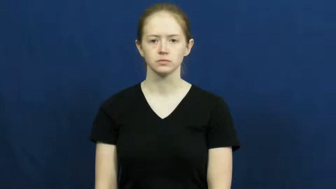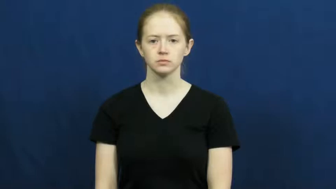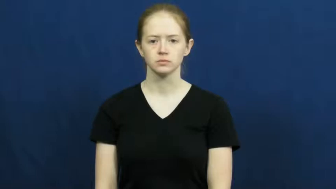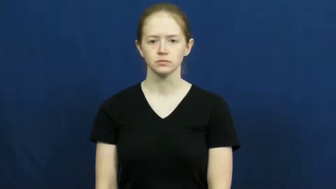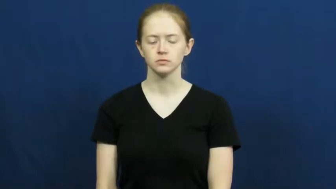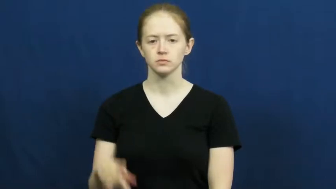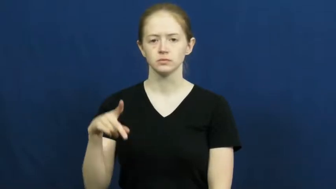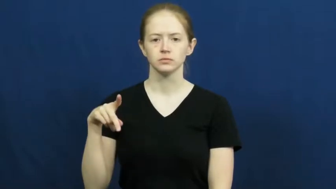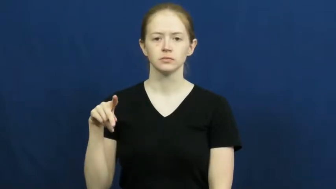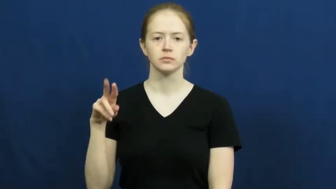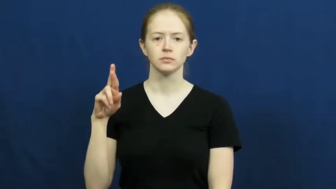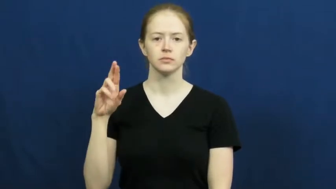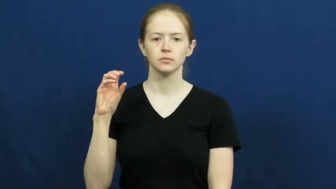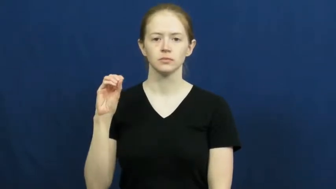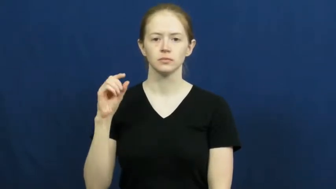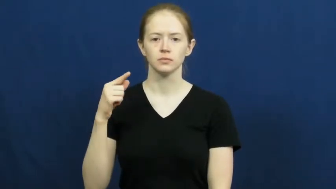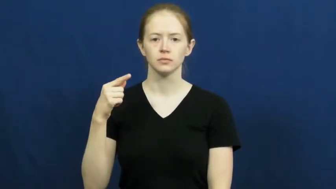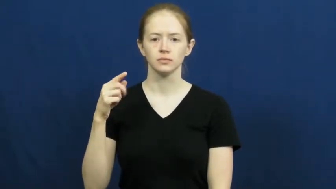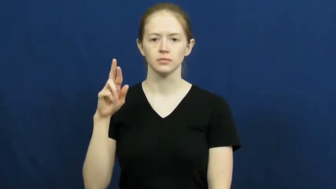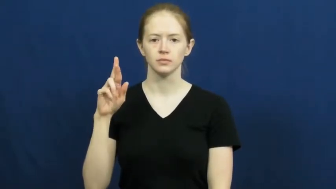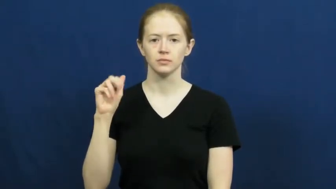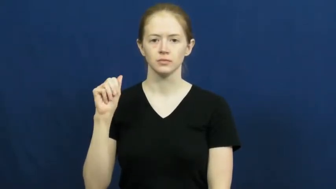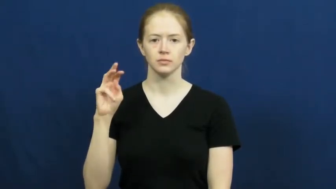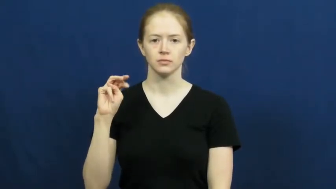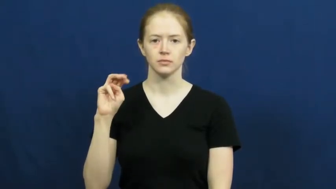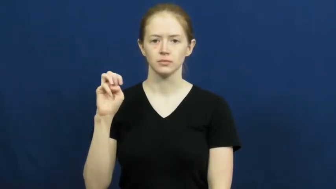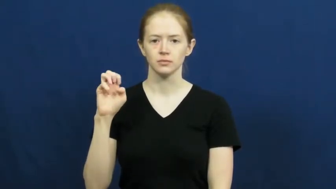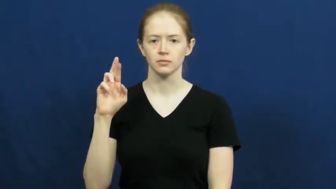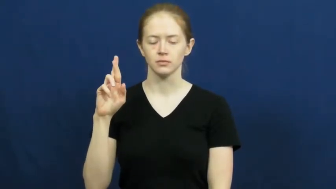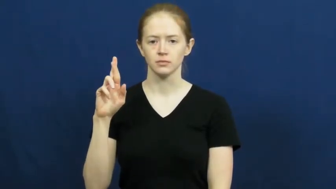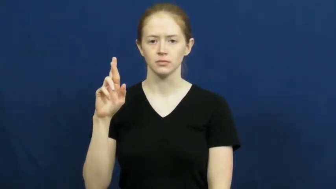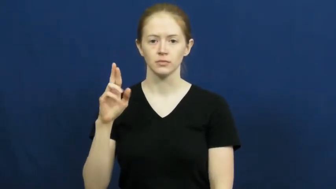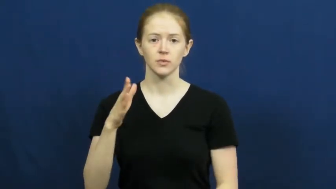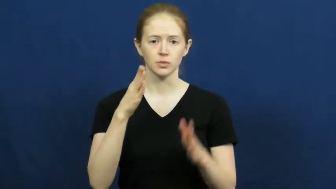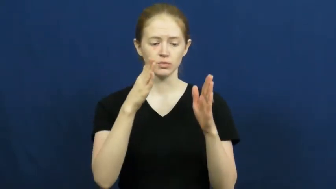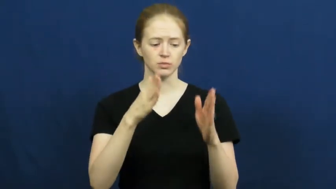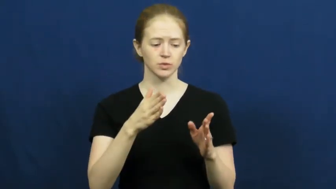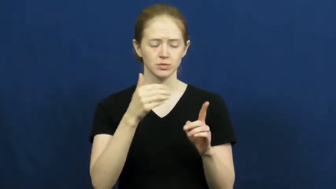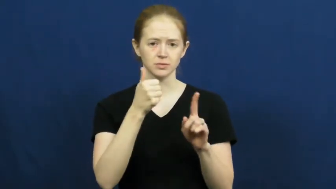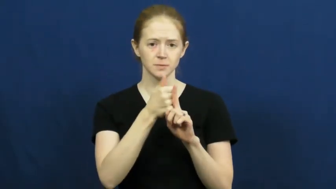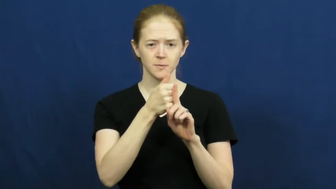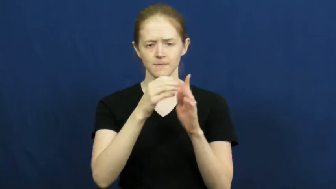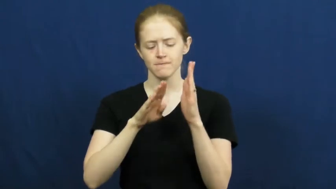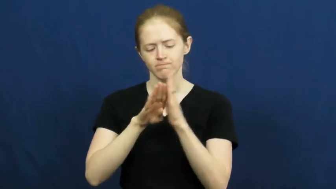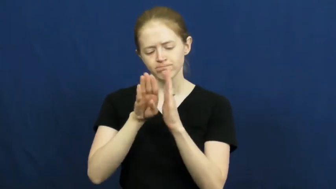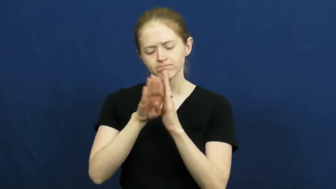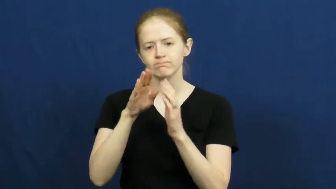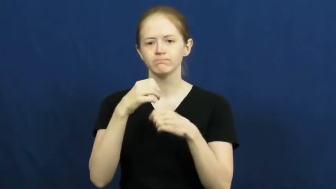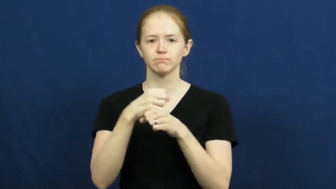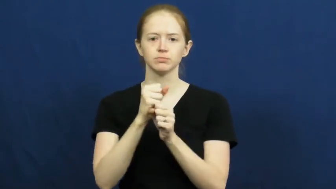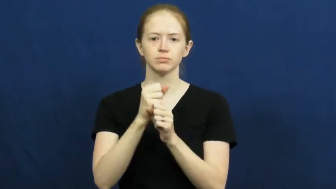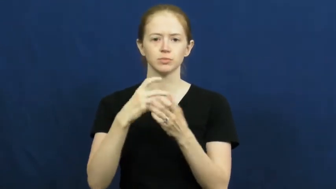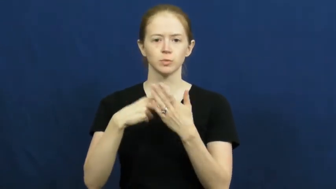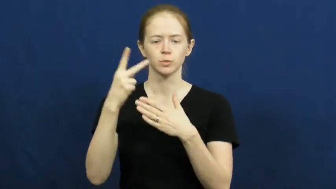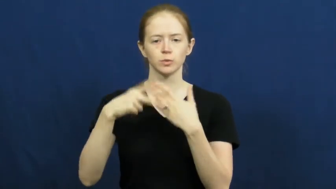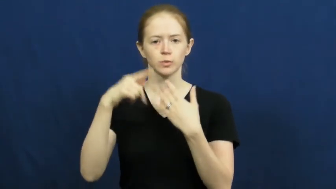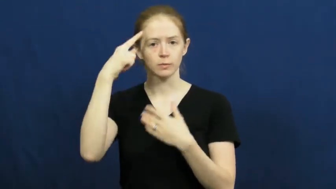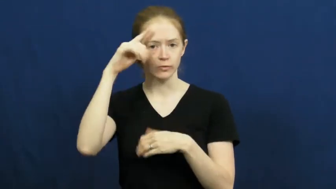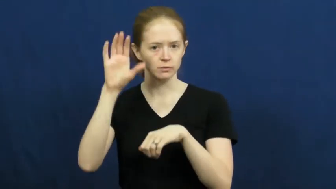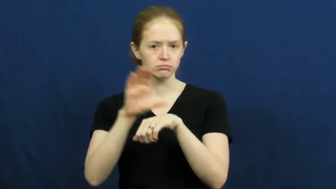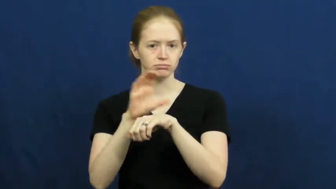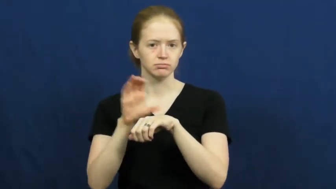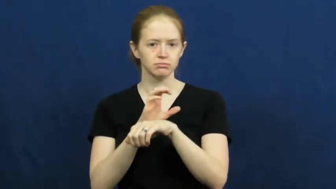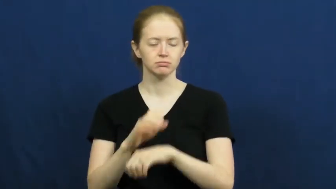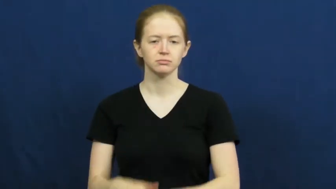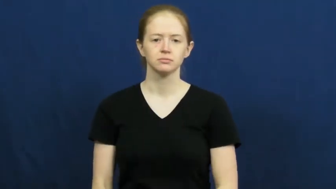programmer